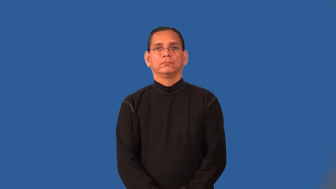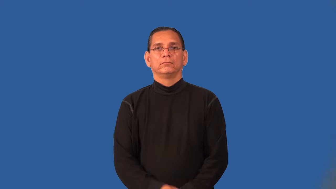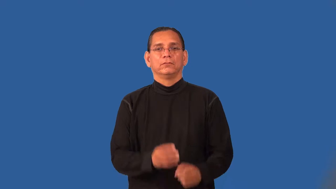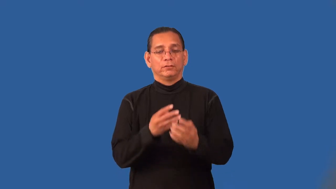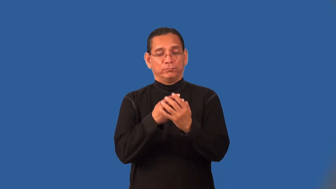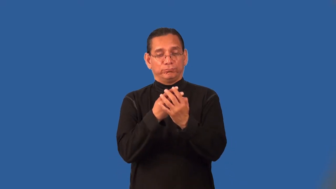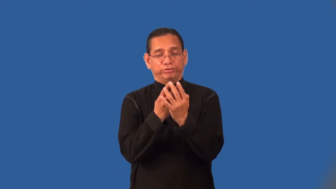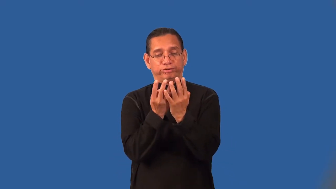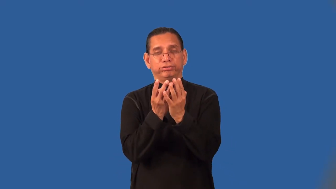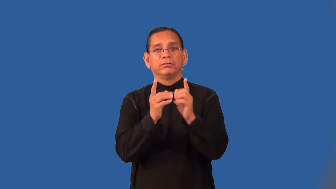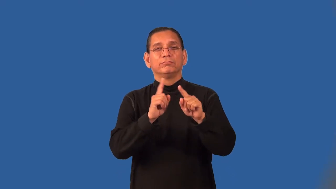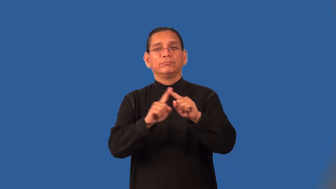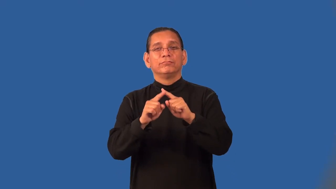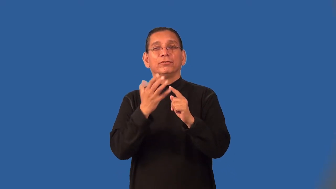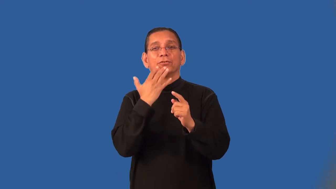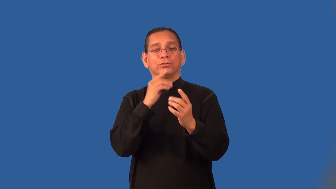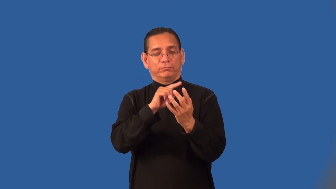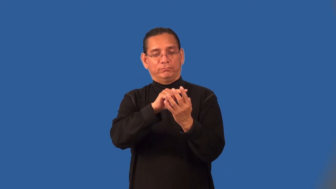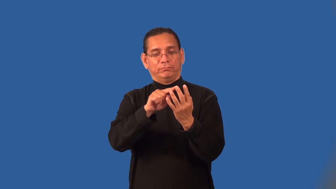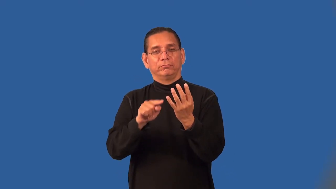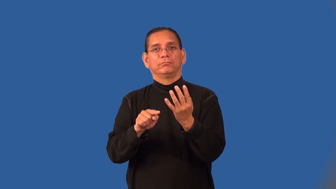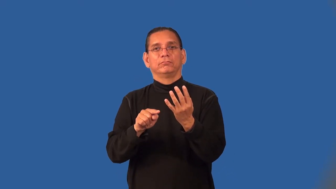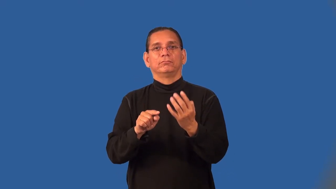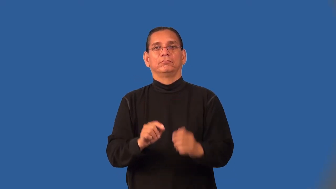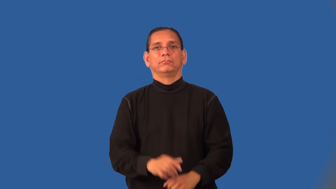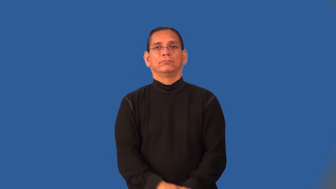palette-paint